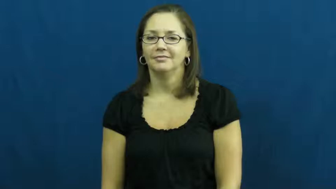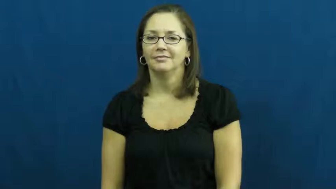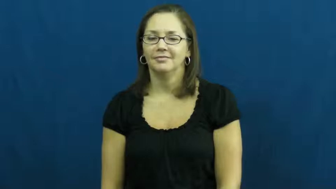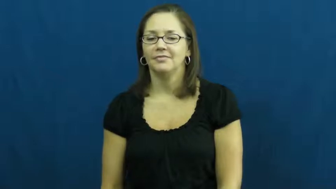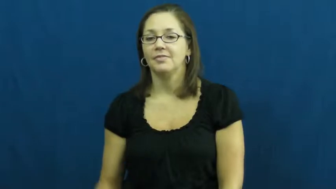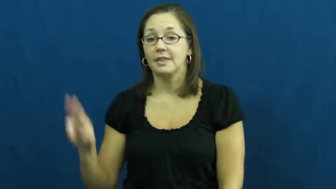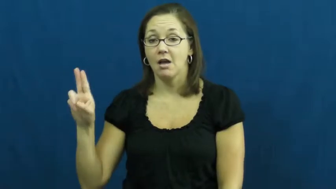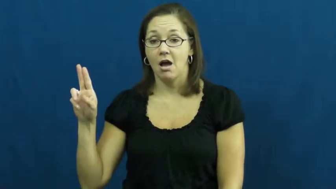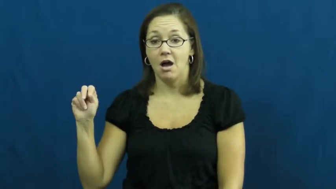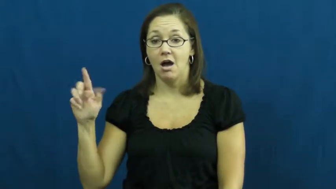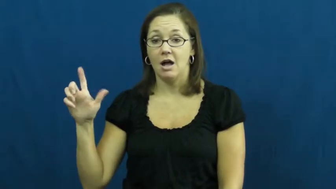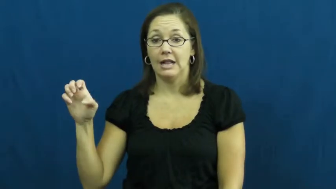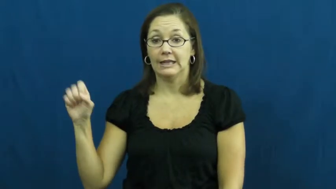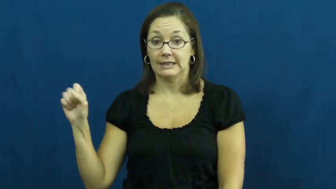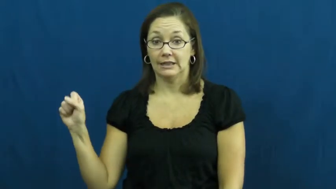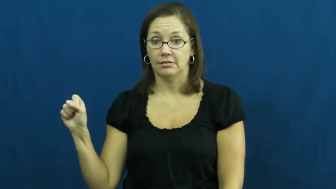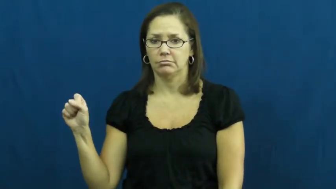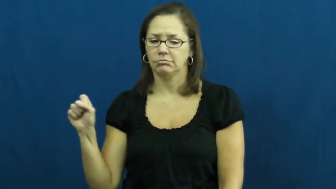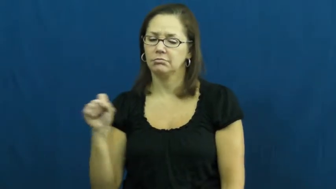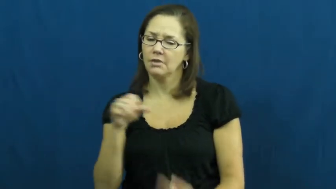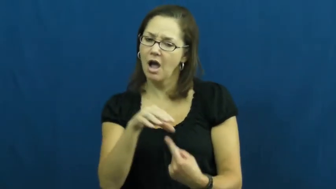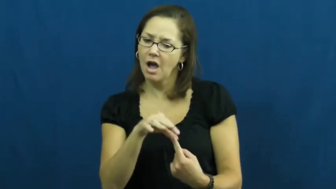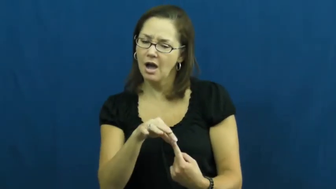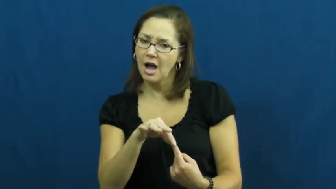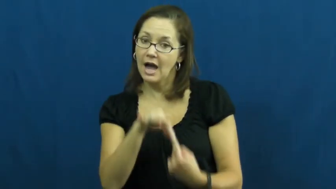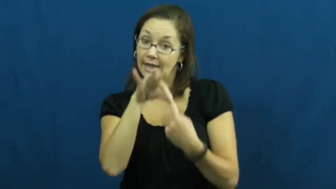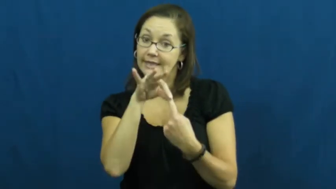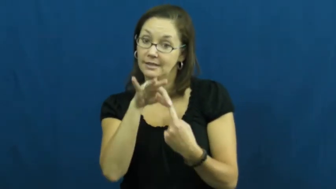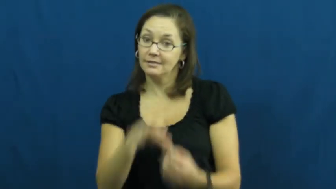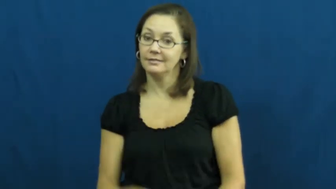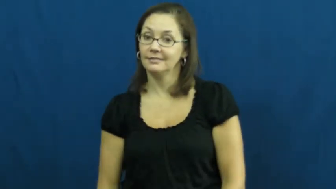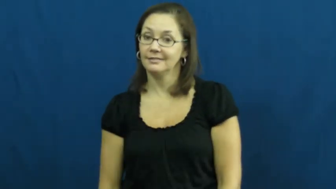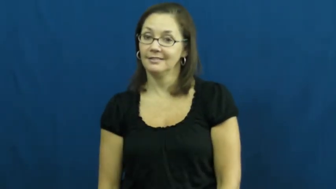unless